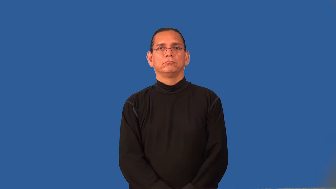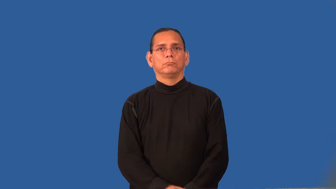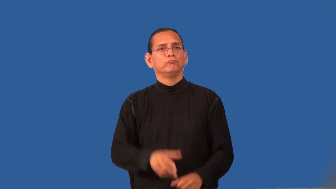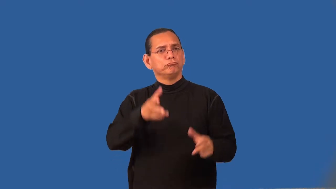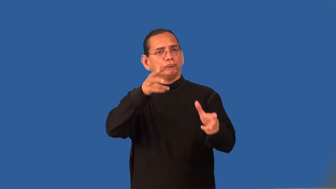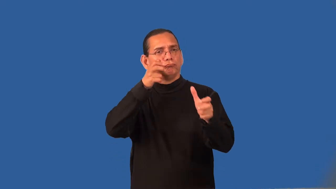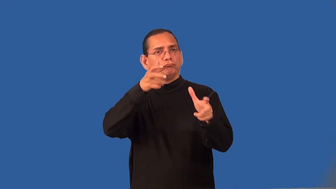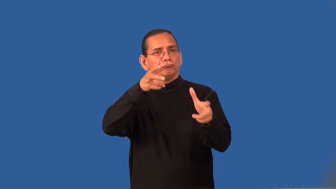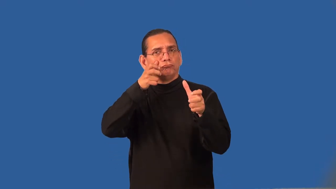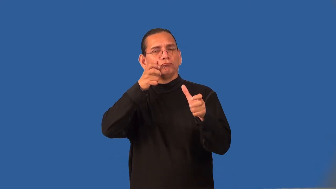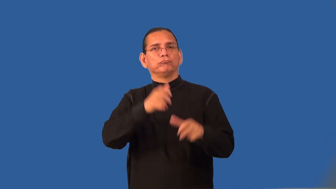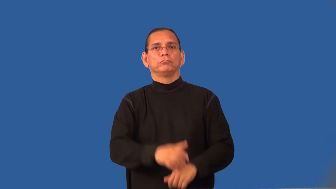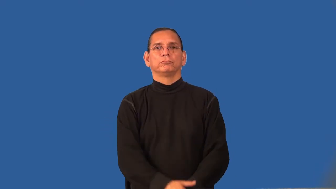receptive-able to learn quickly